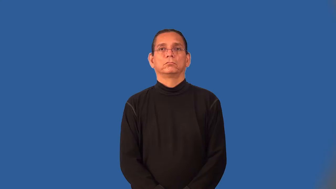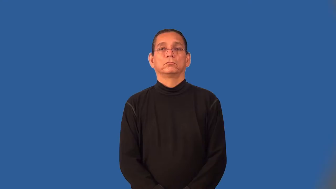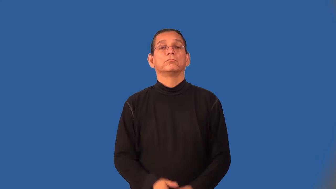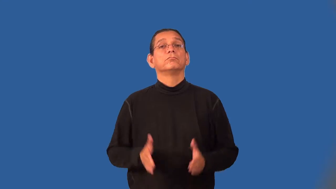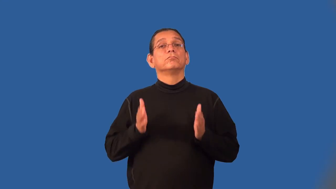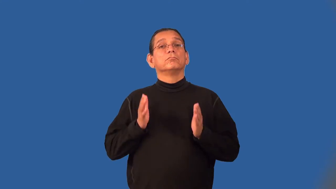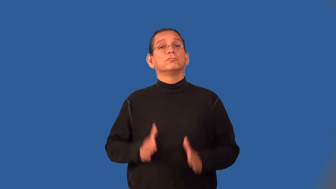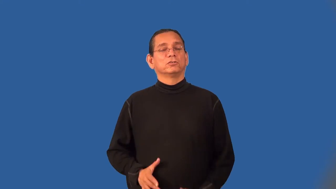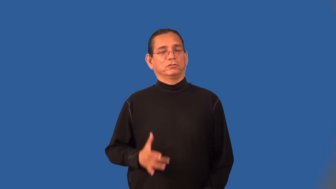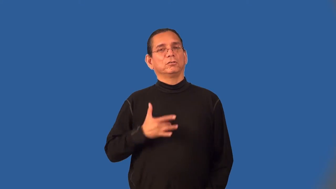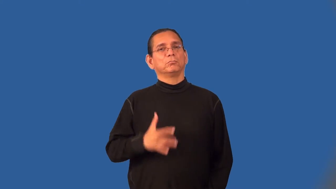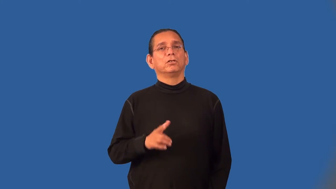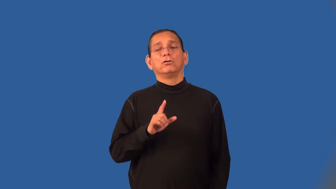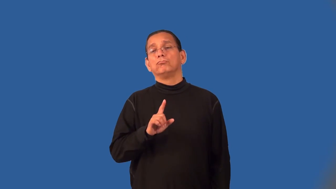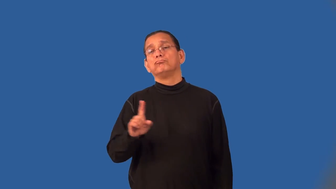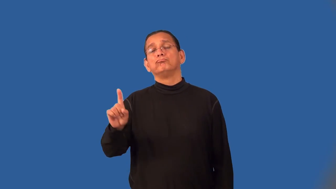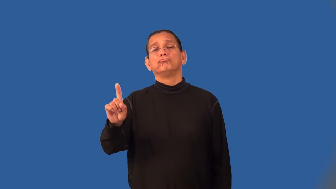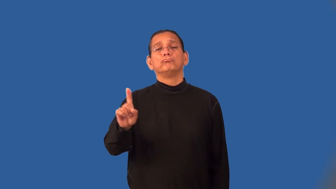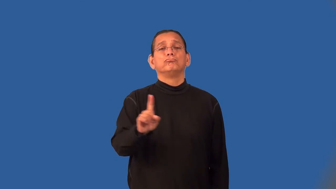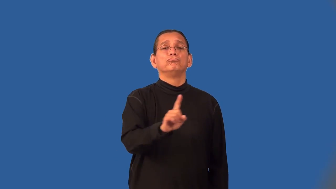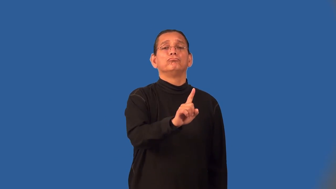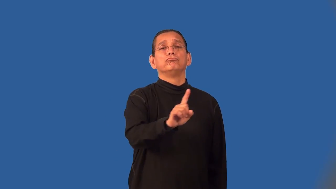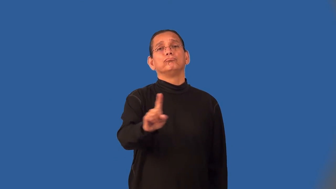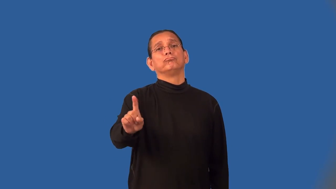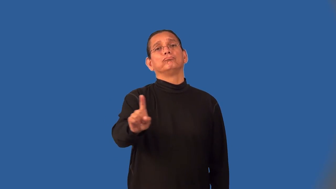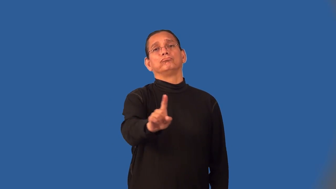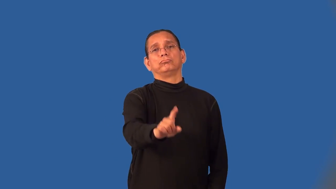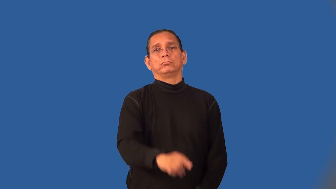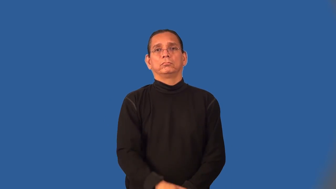rove